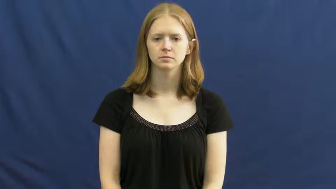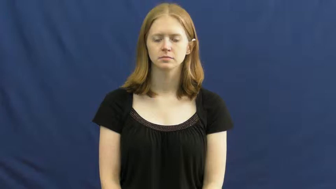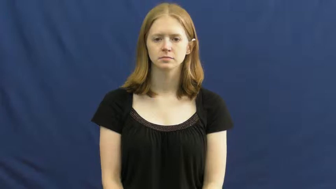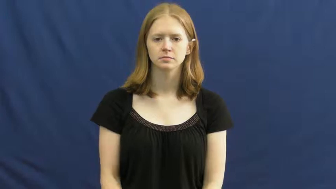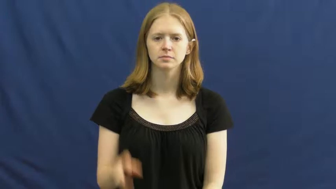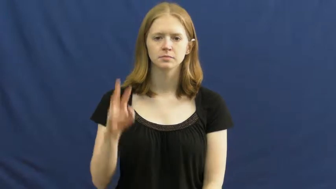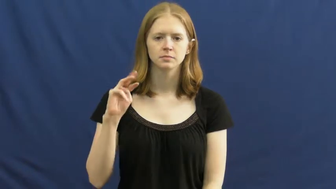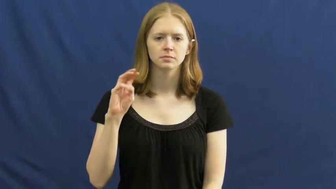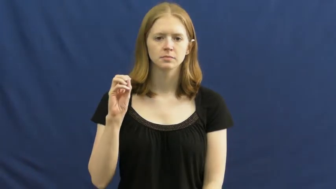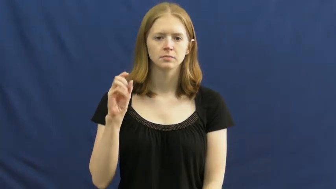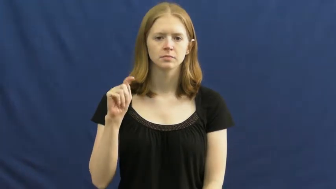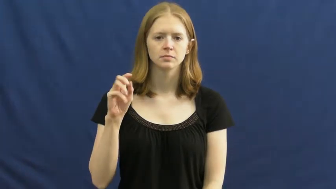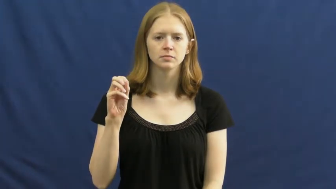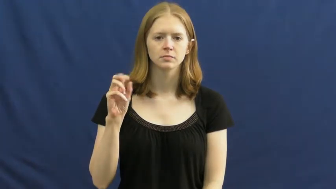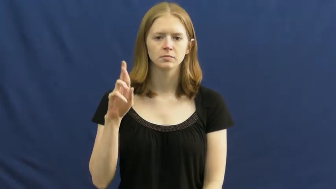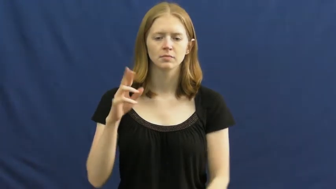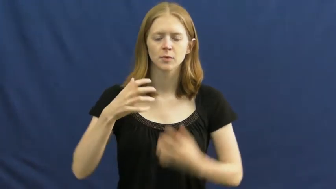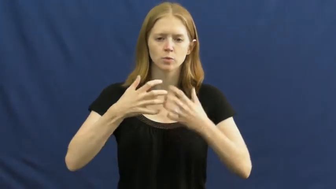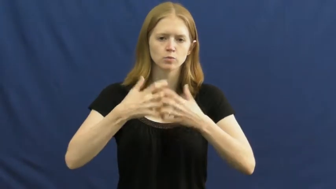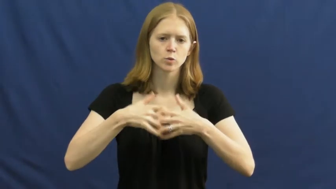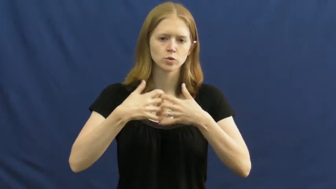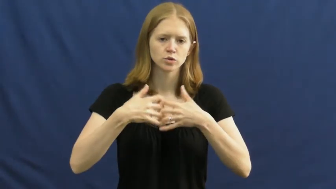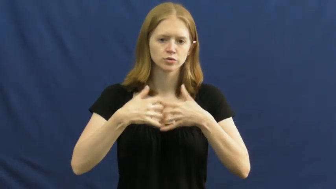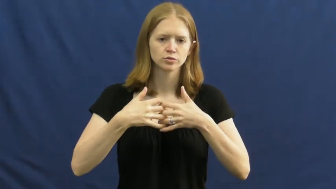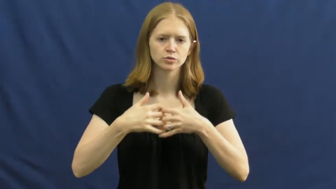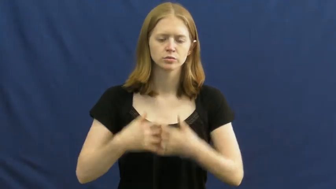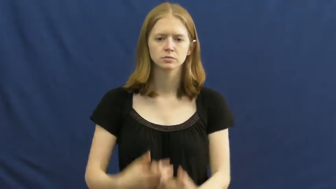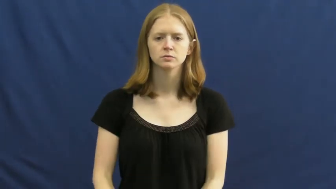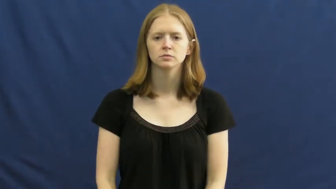motor